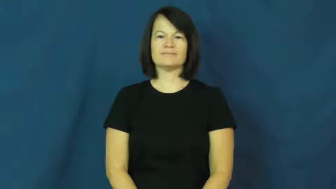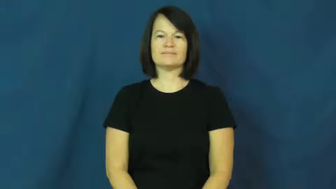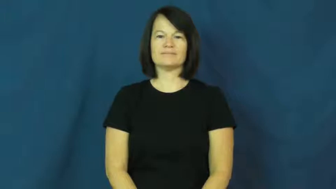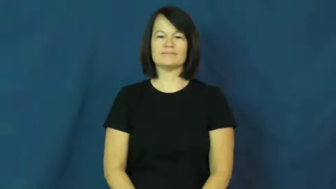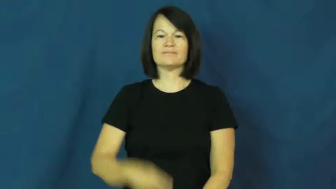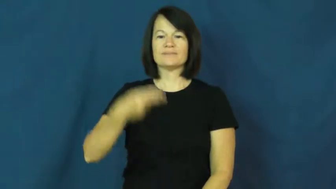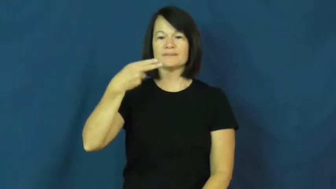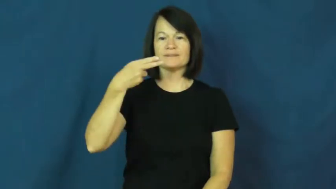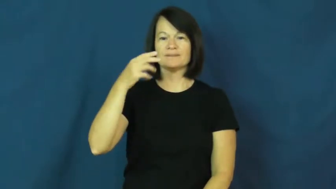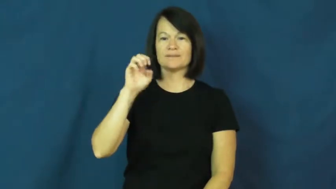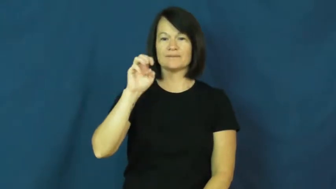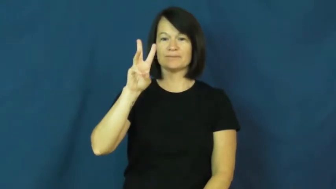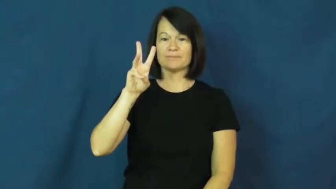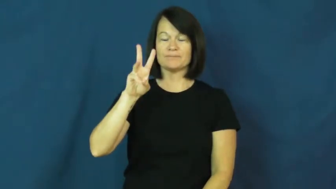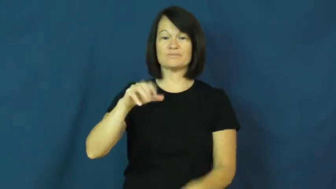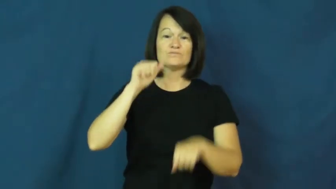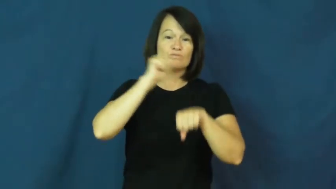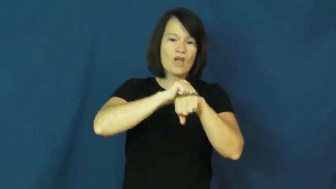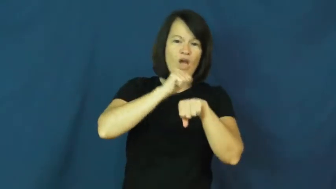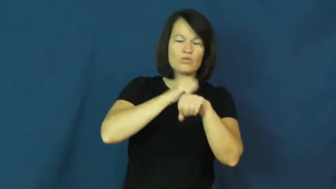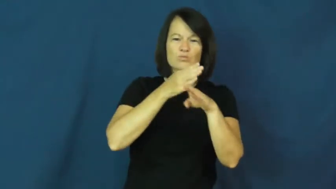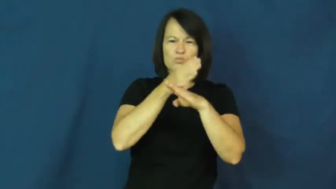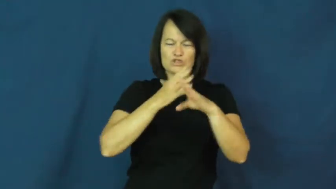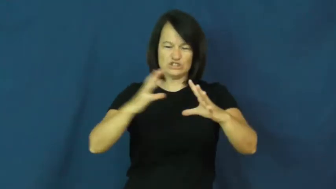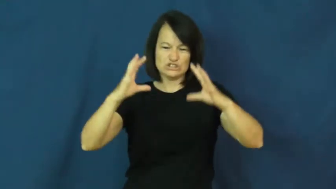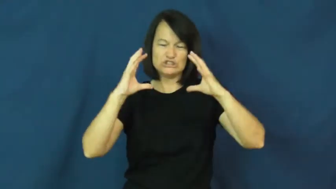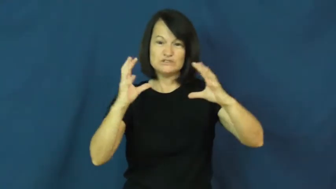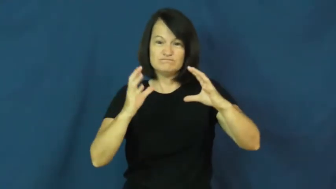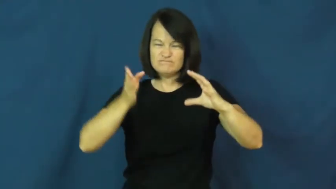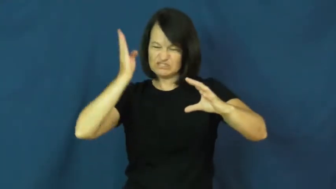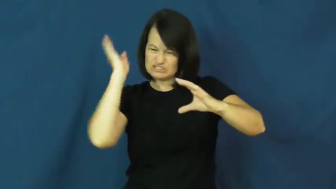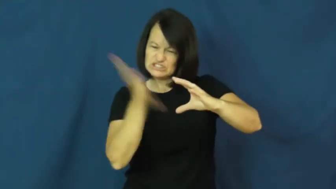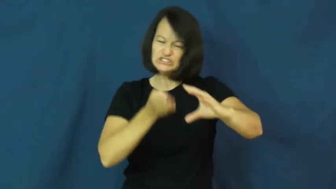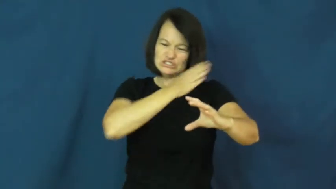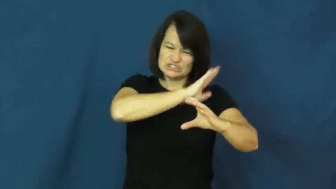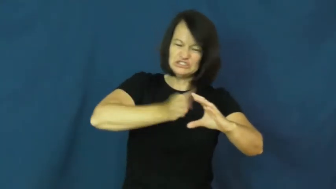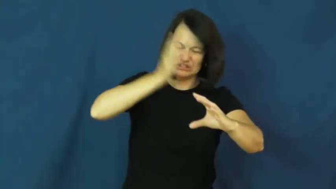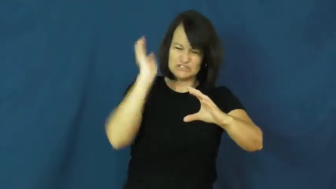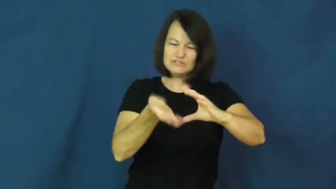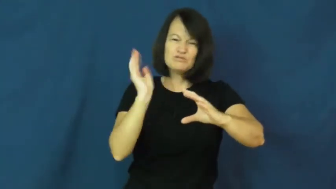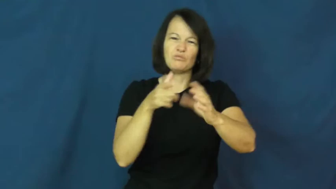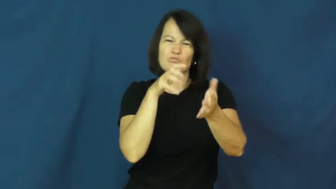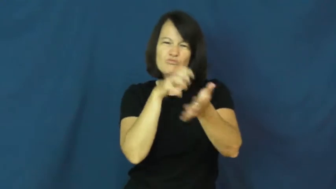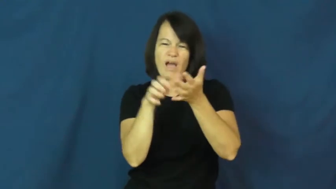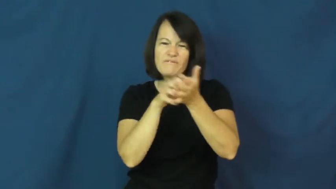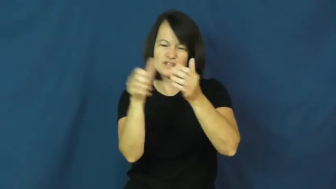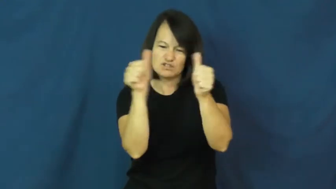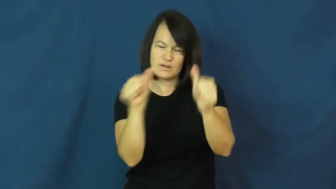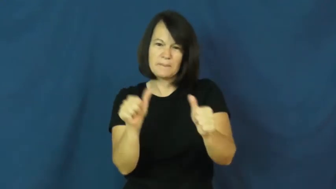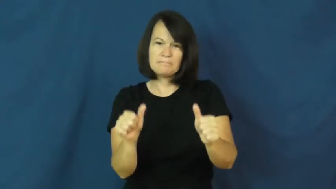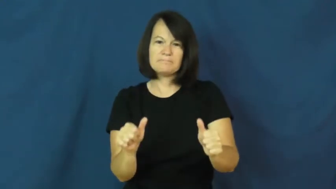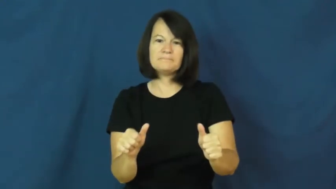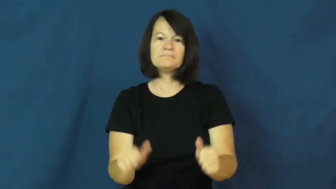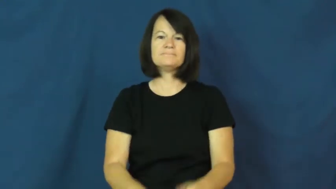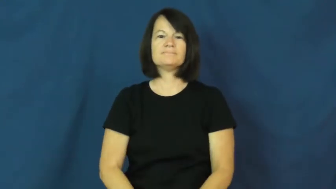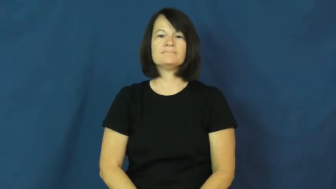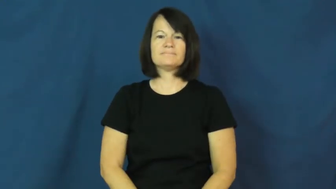hew